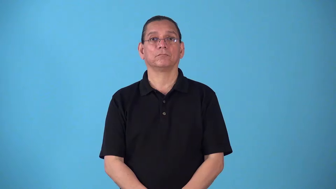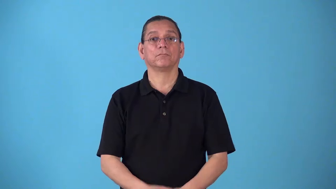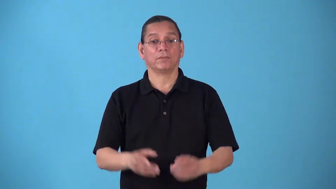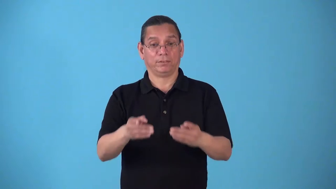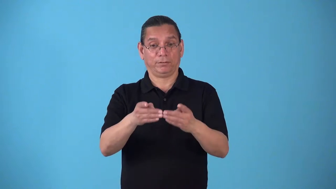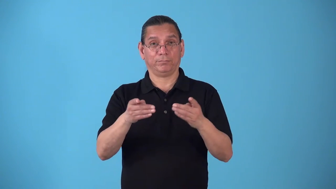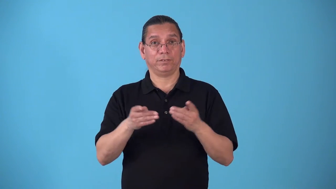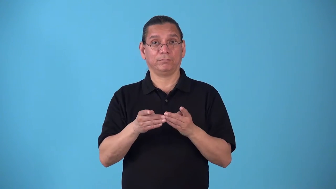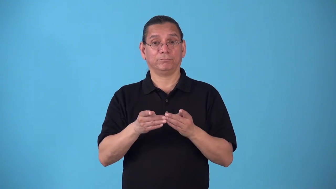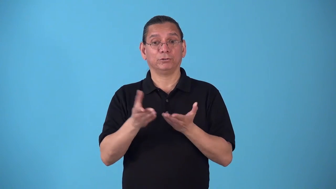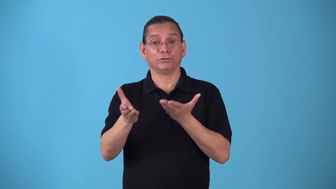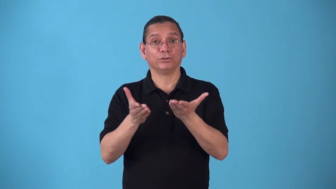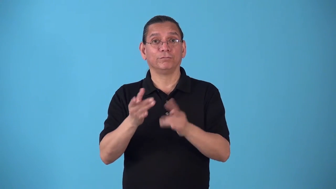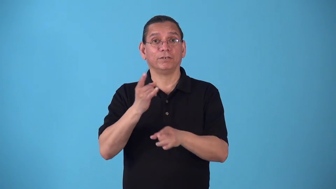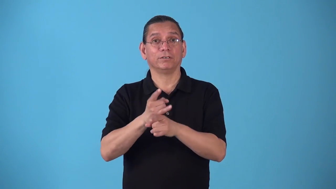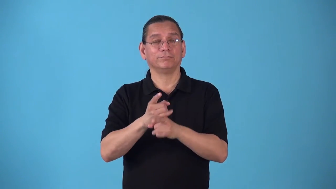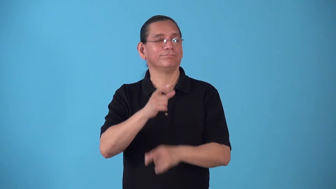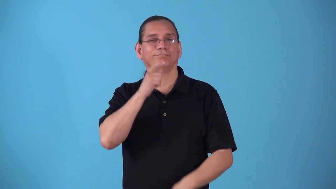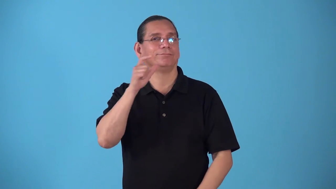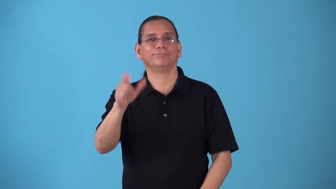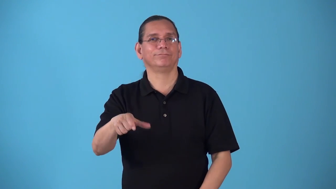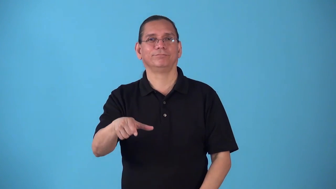speakeasy,shebeen